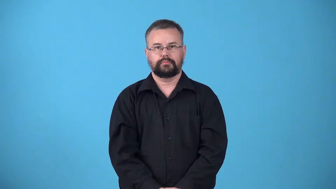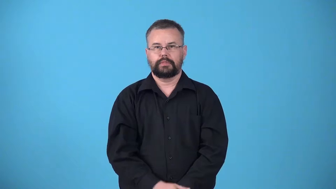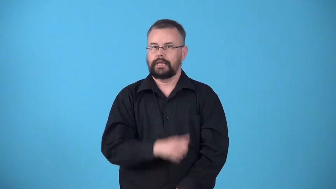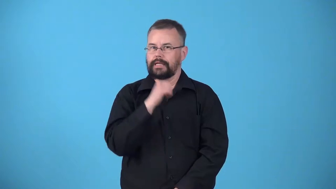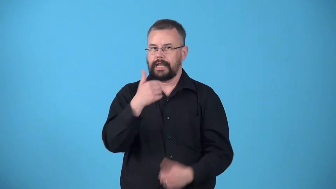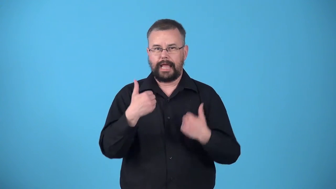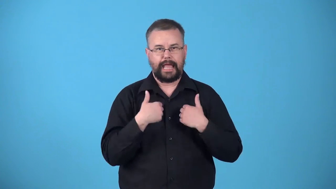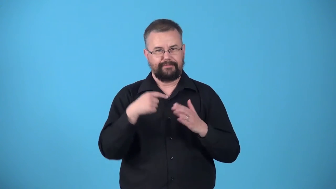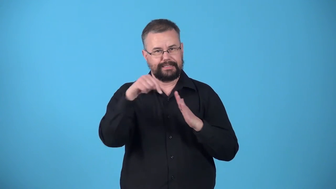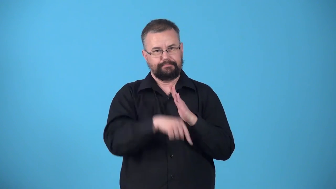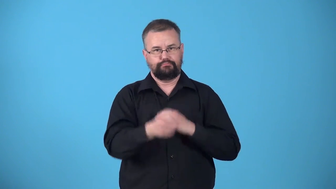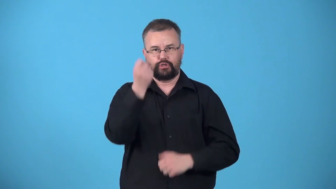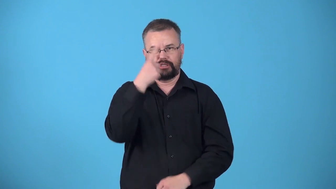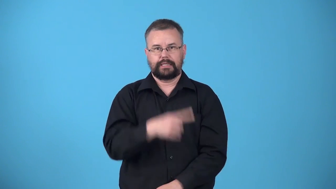unperceptive